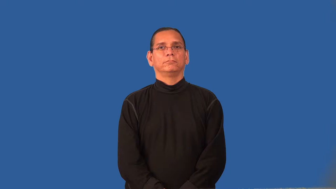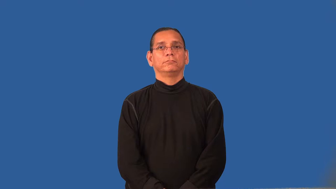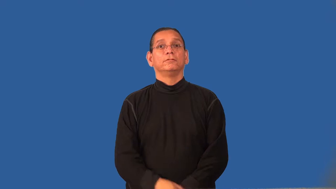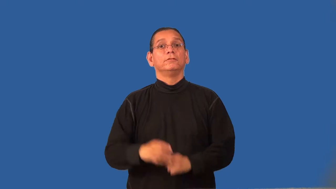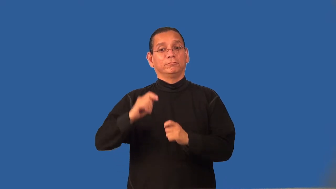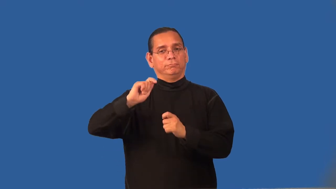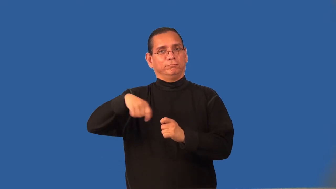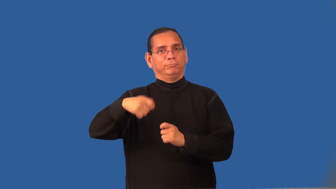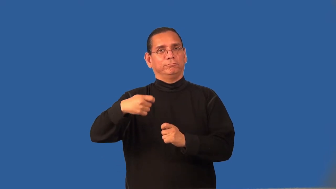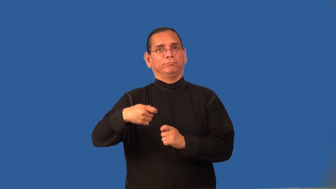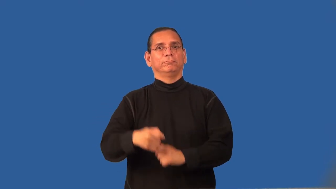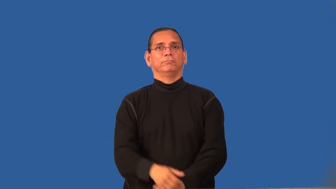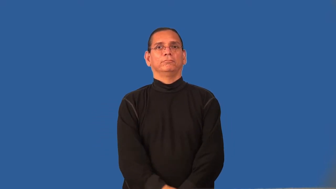reel-fish